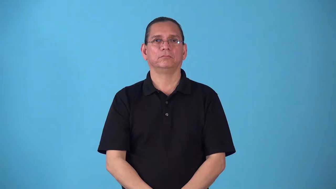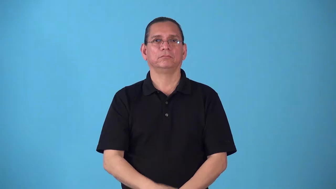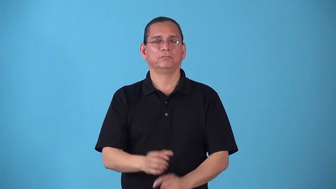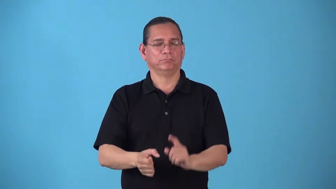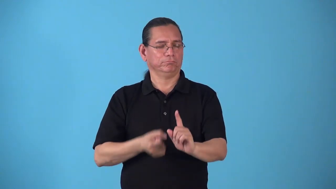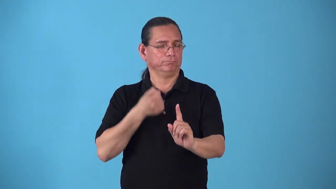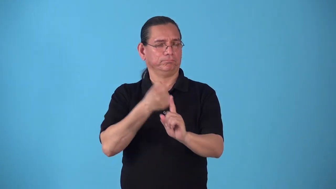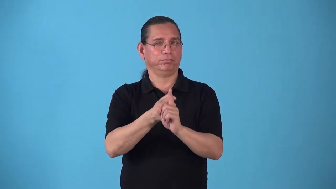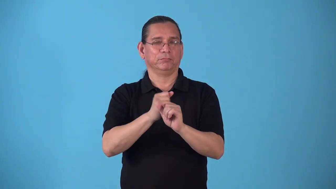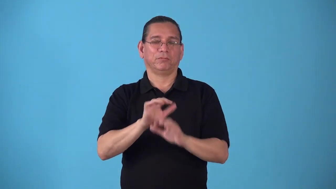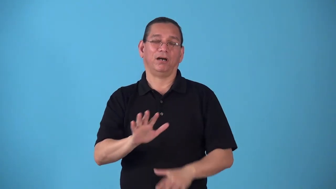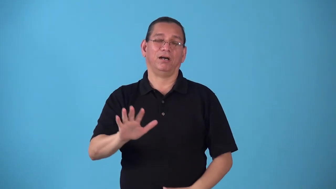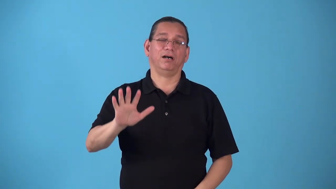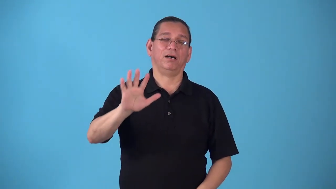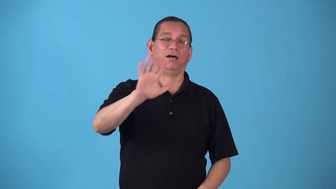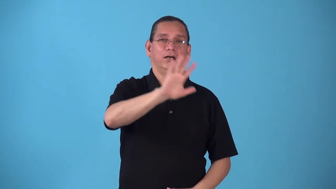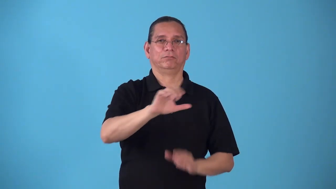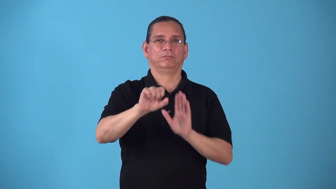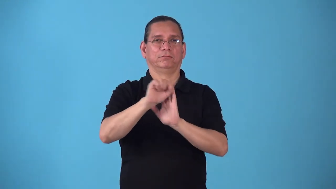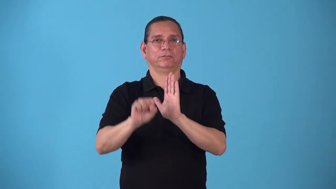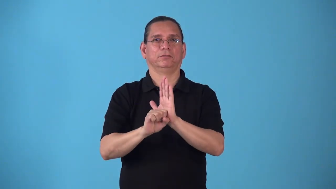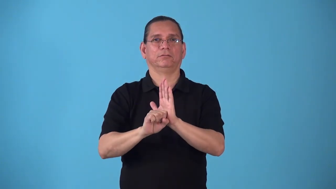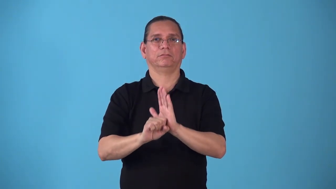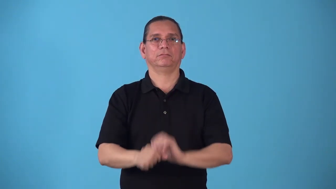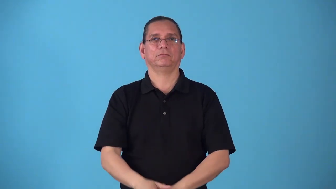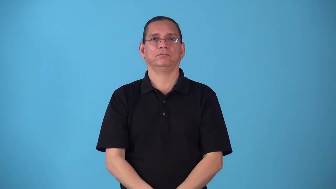statewide